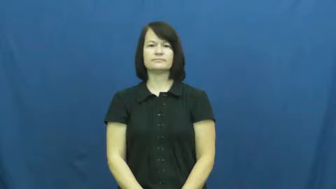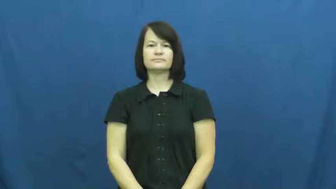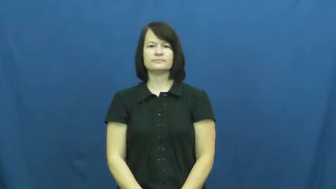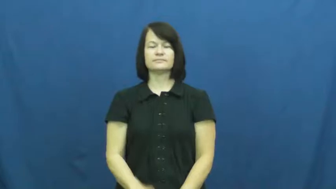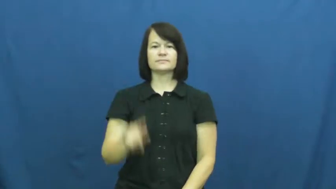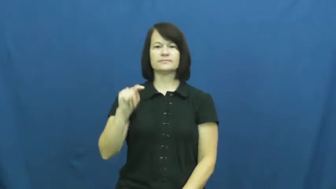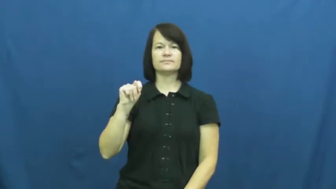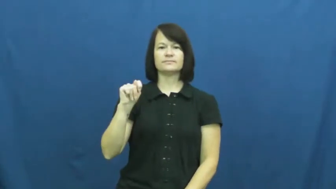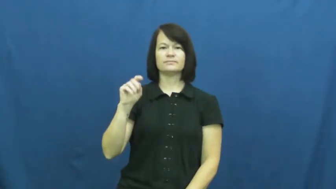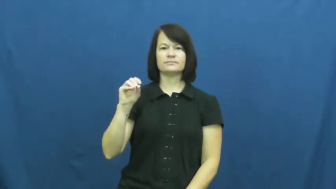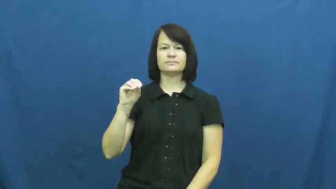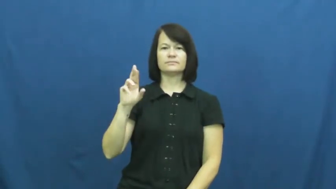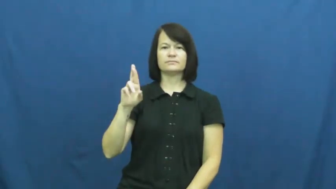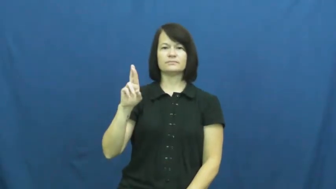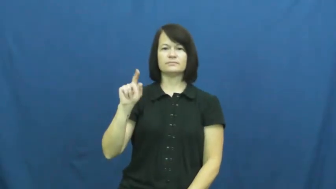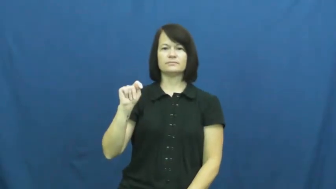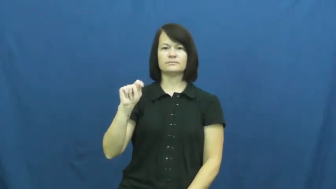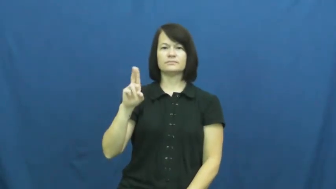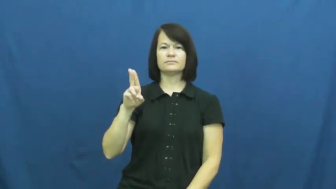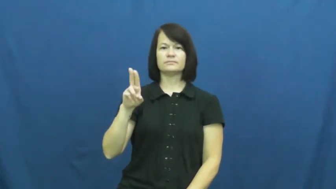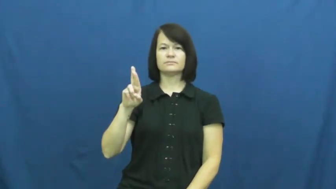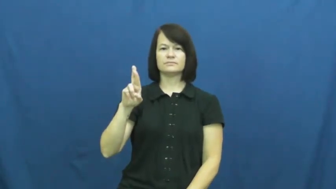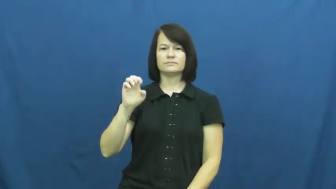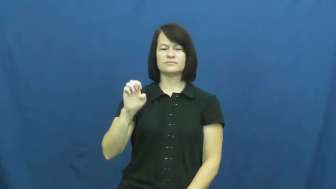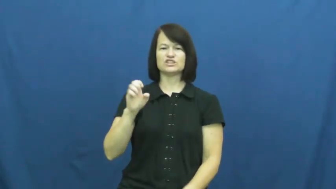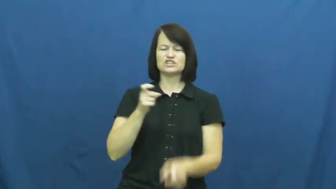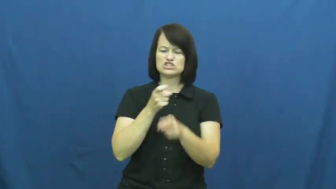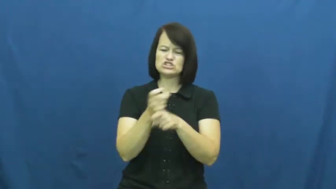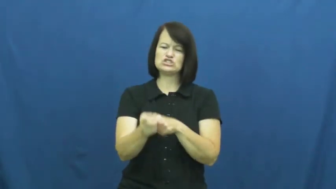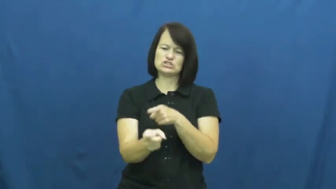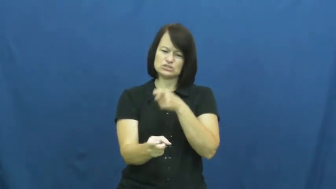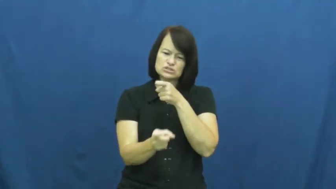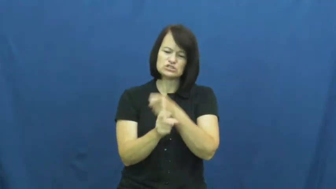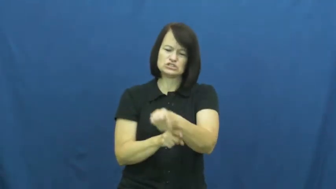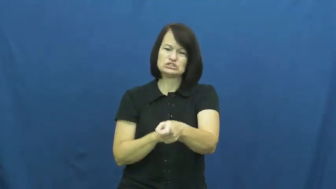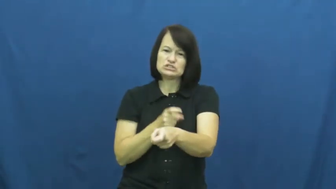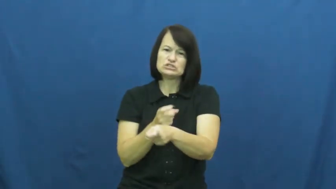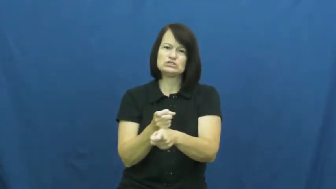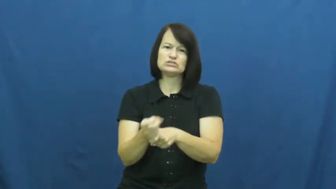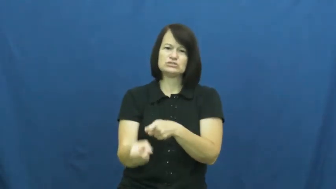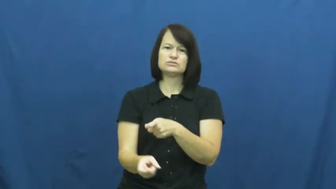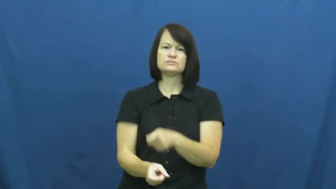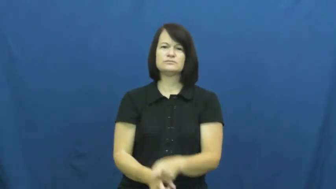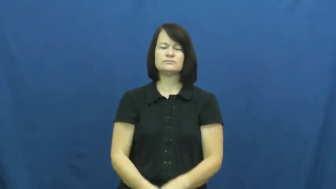torture